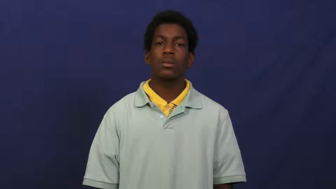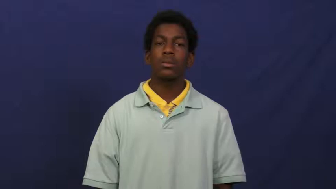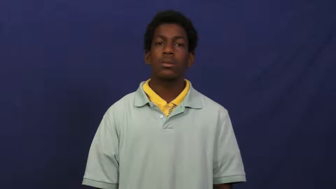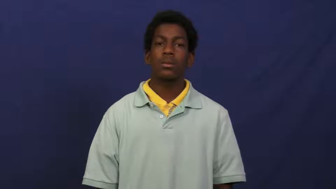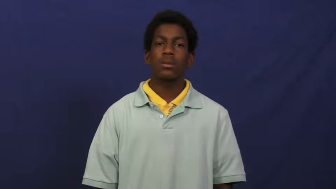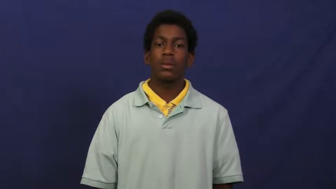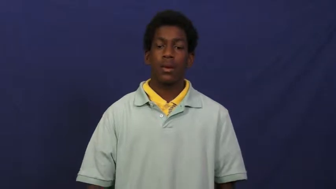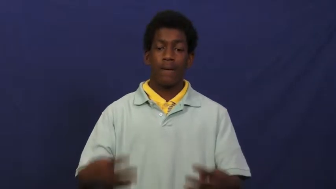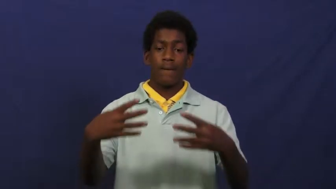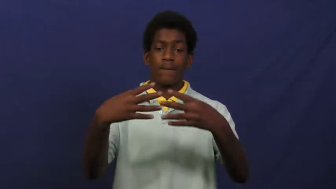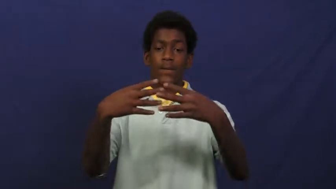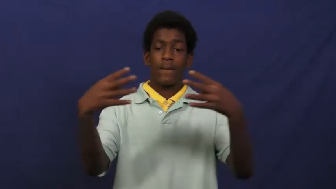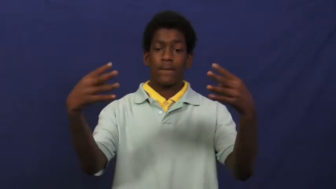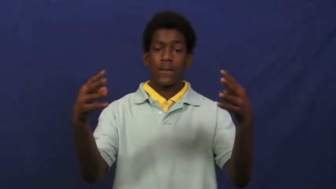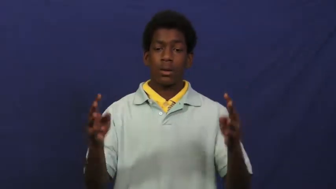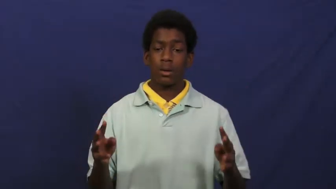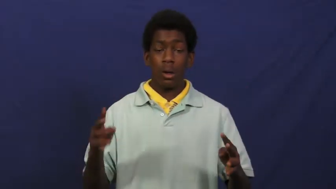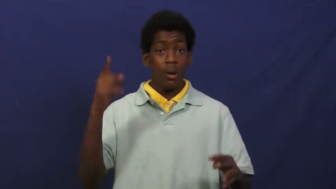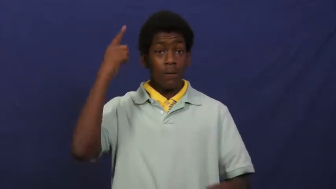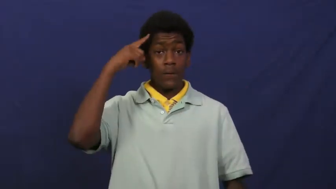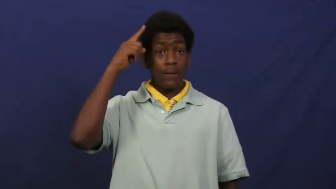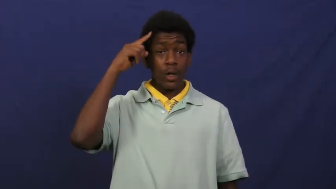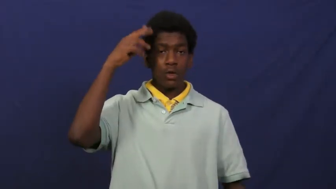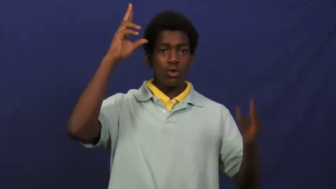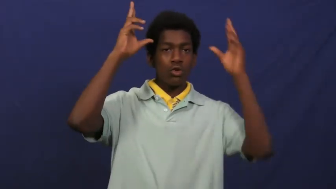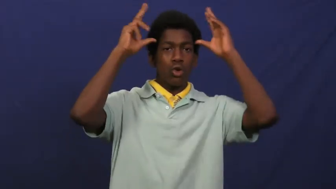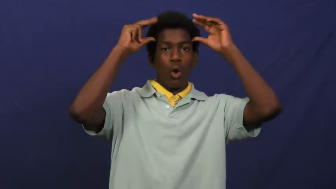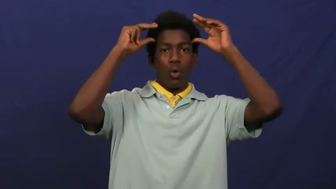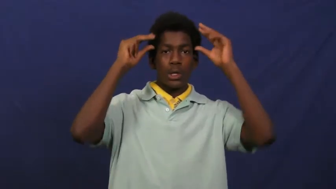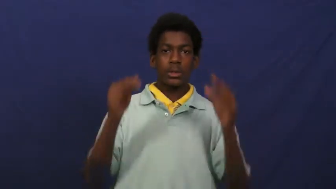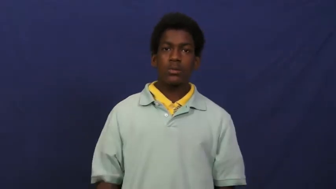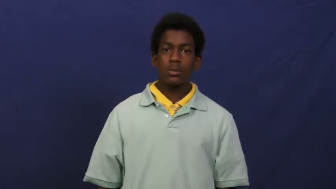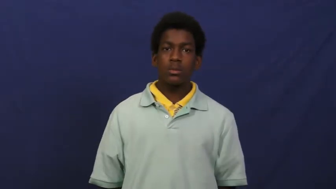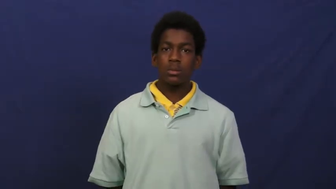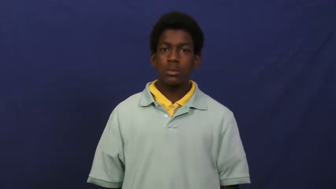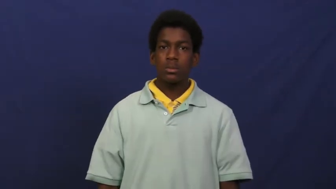corral-noun